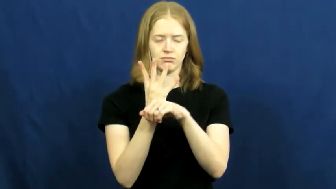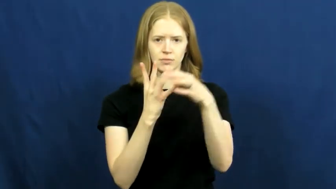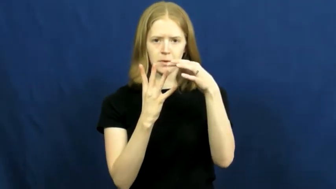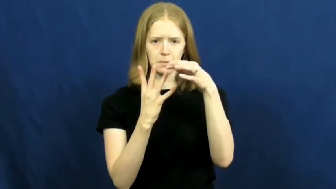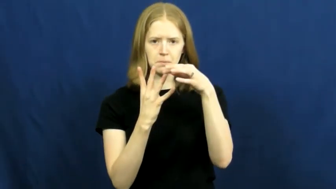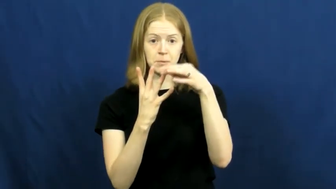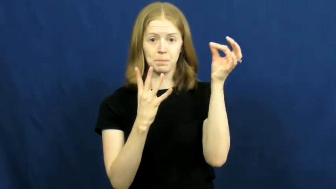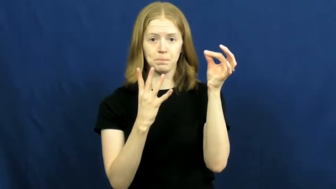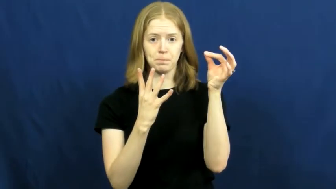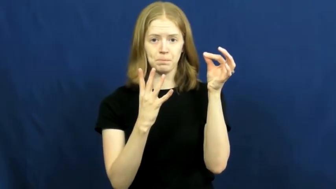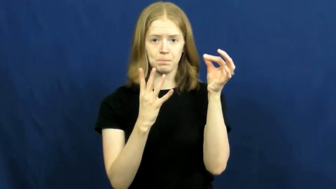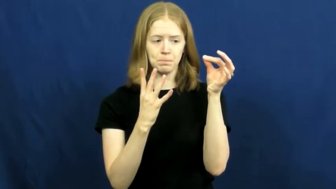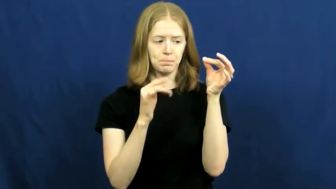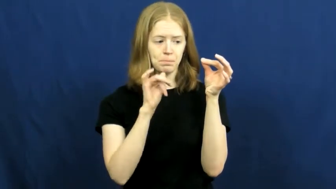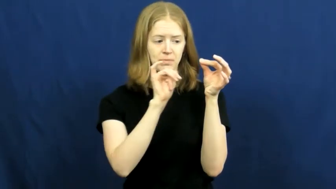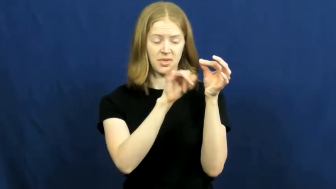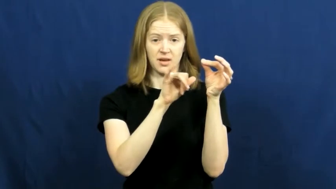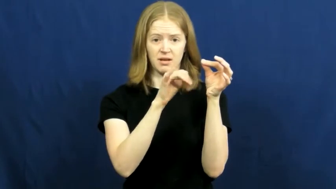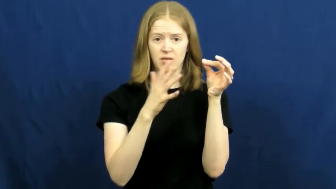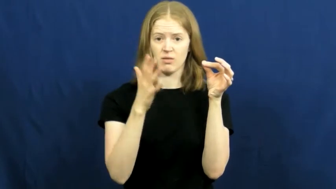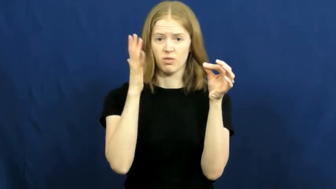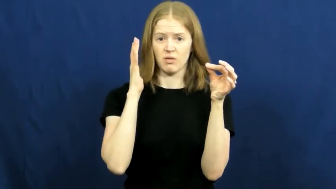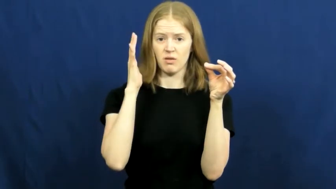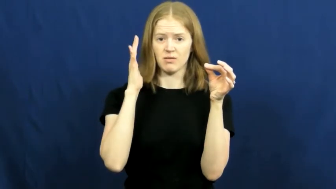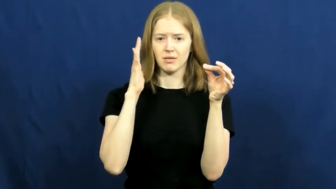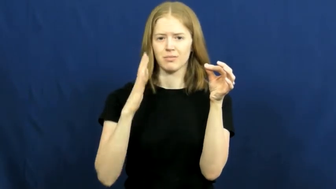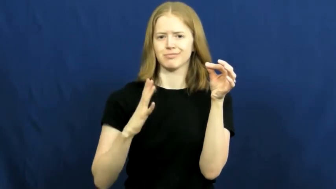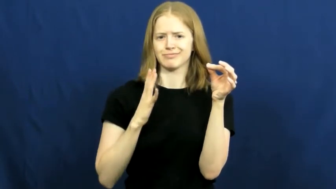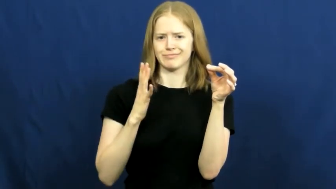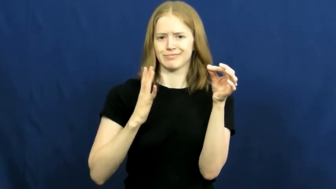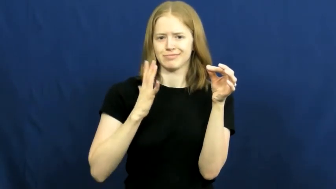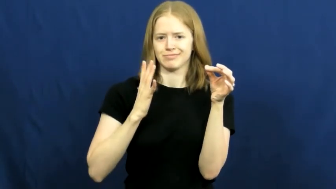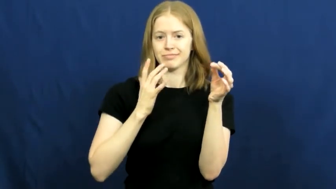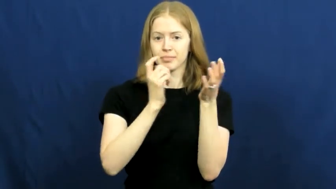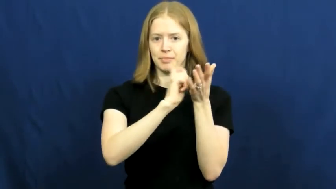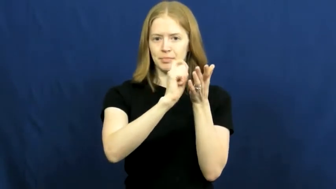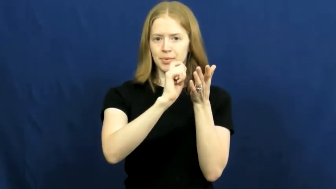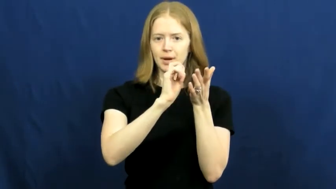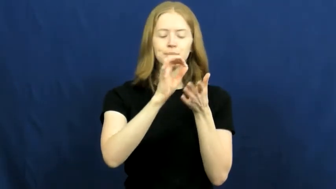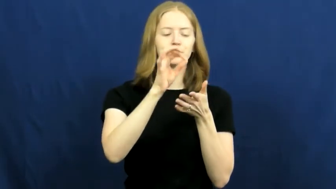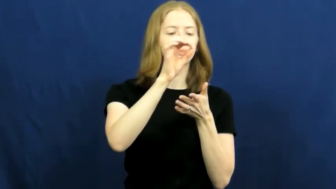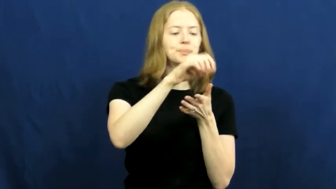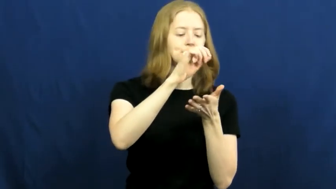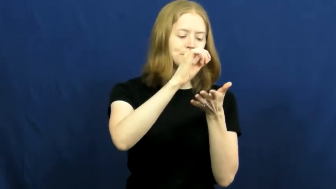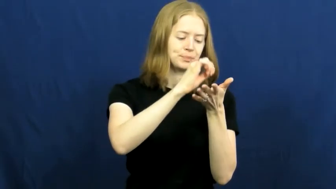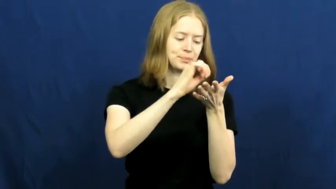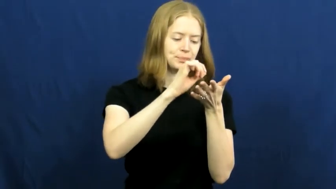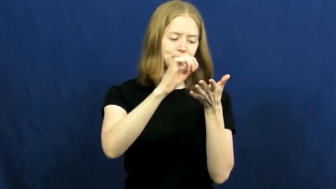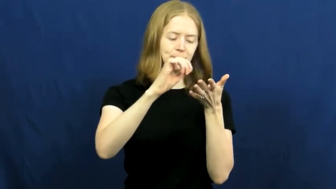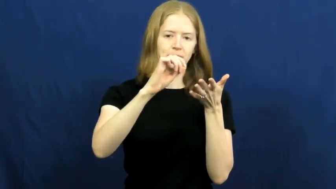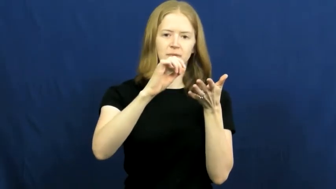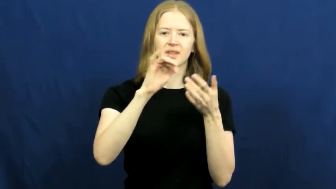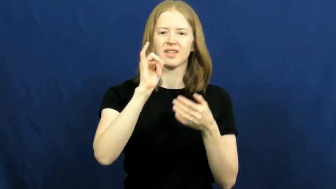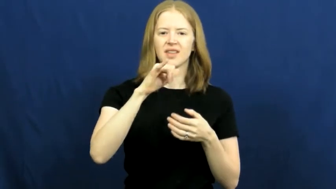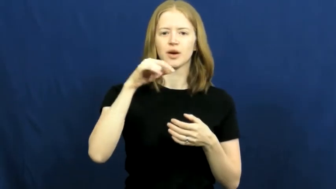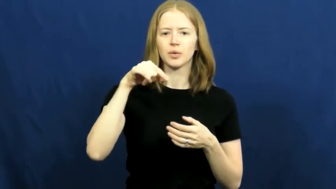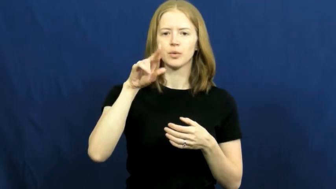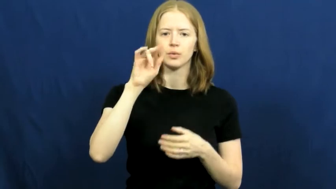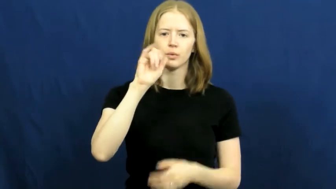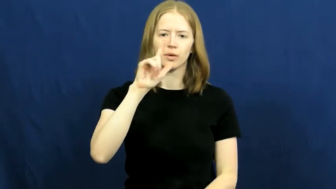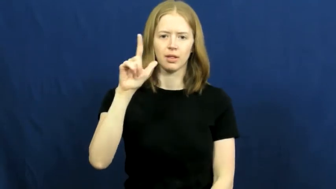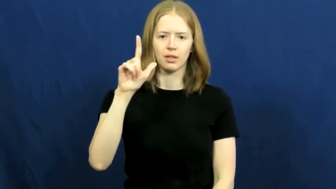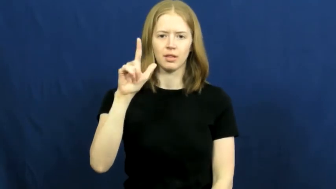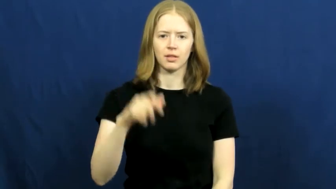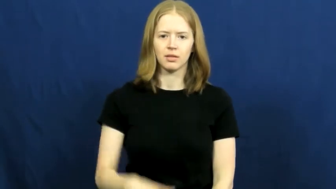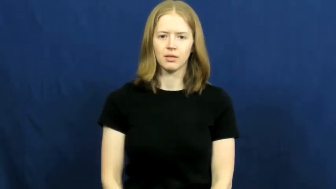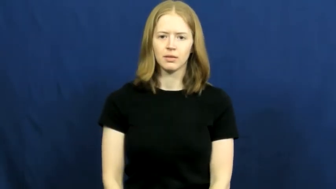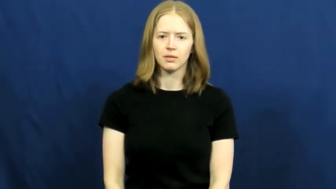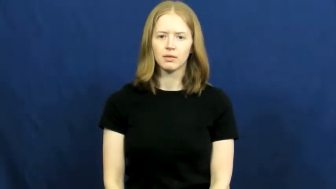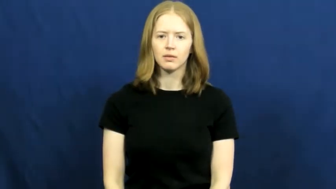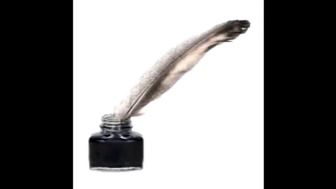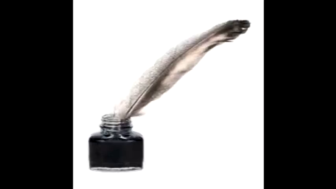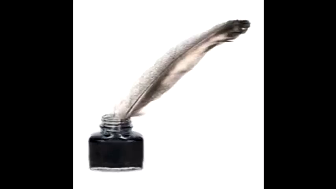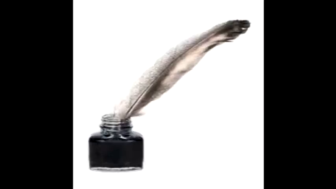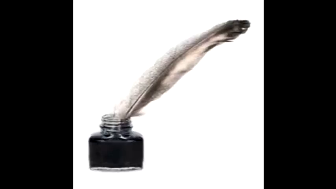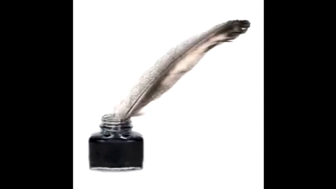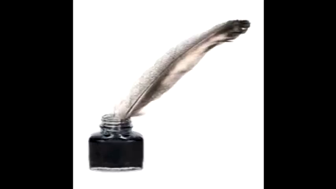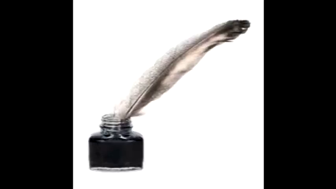quill